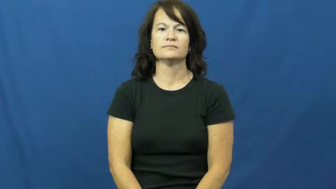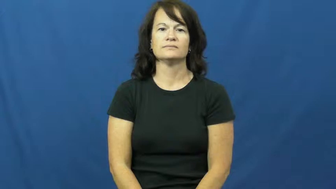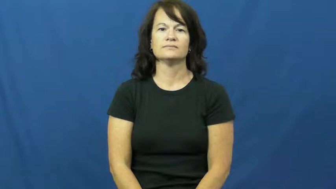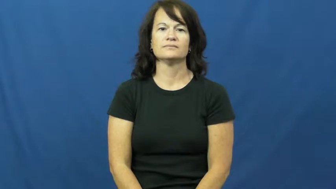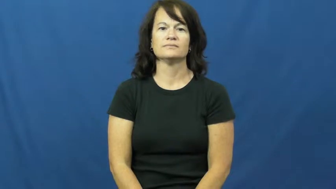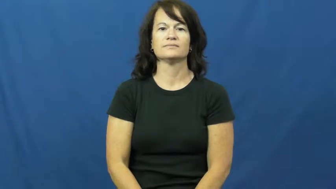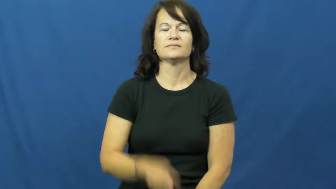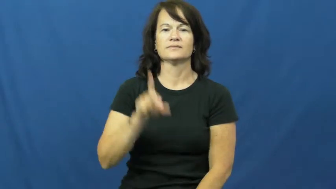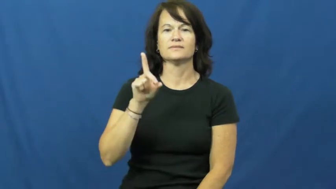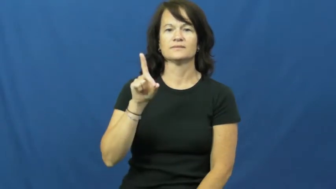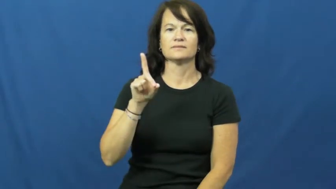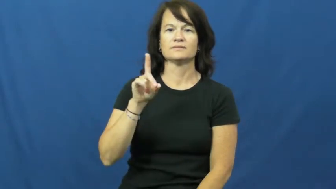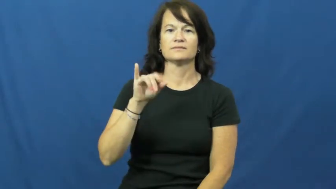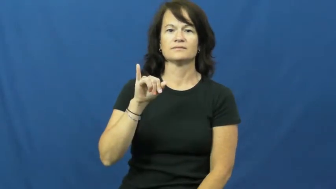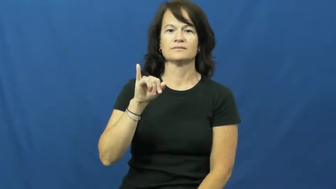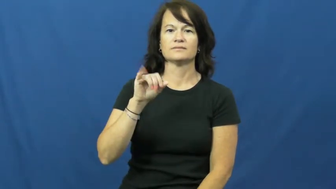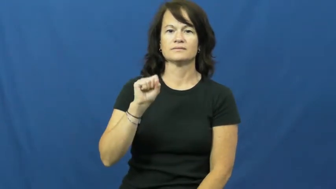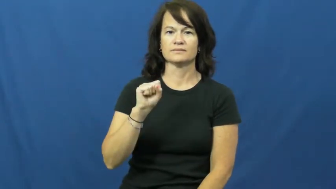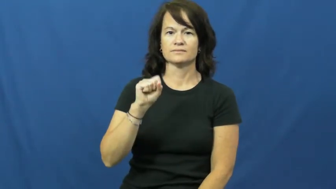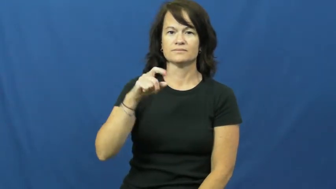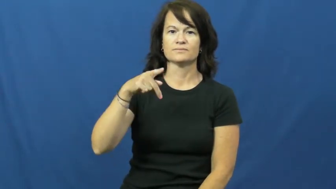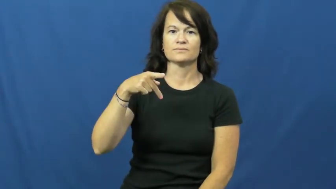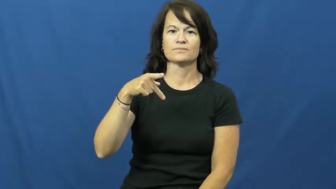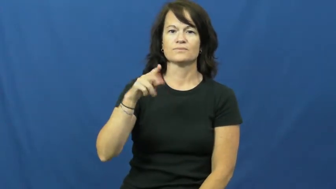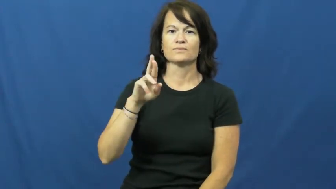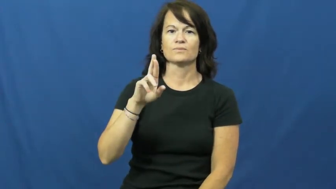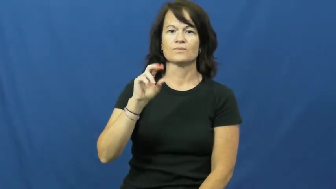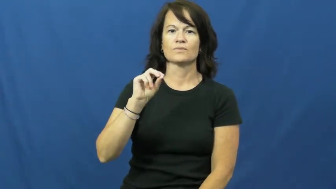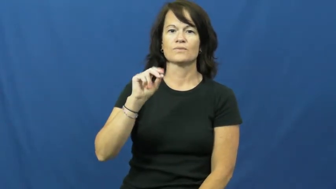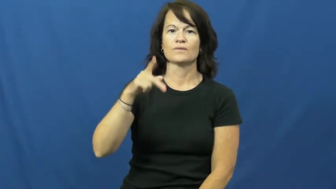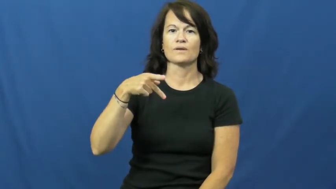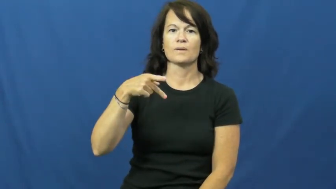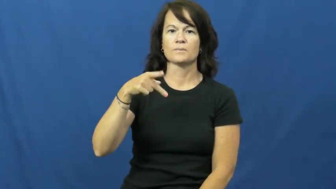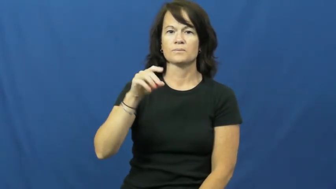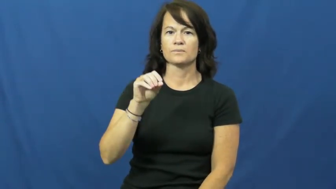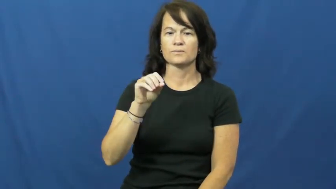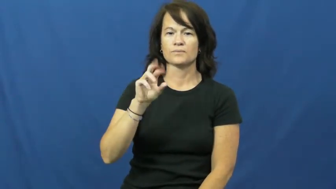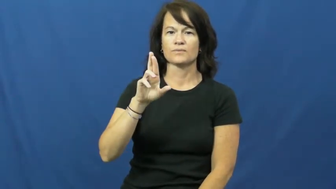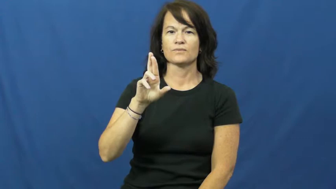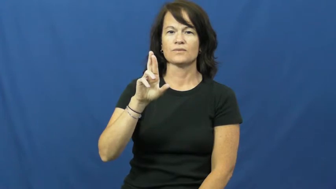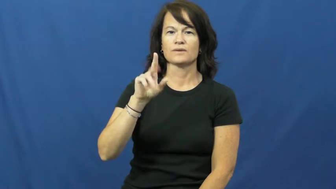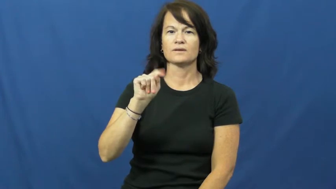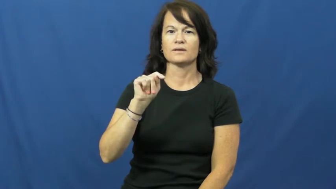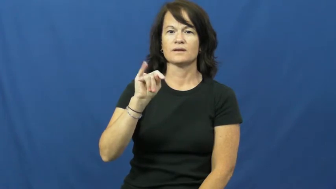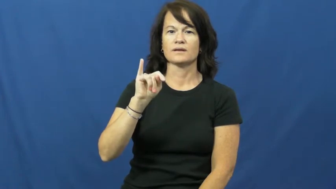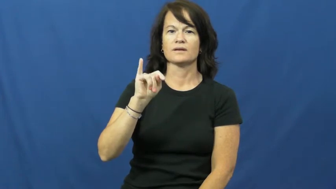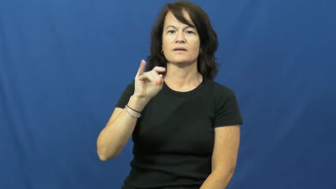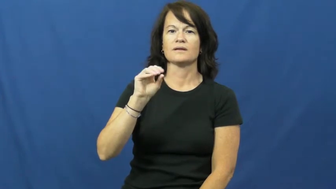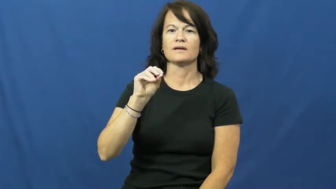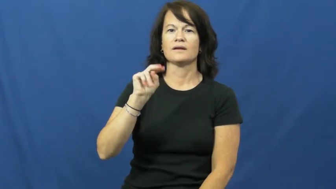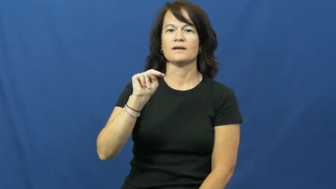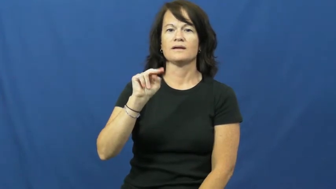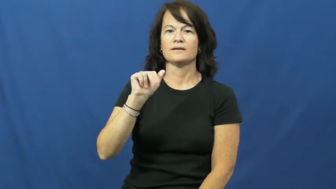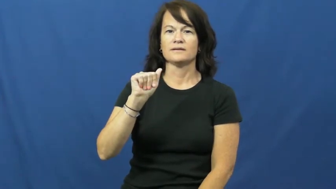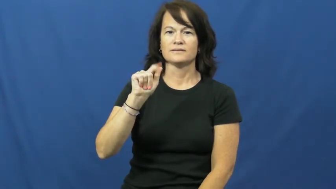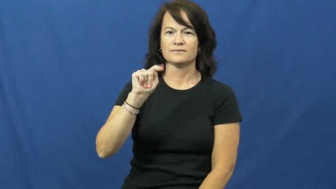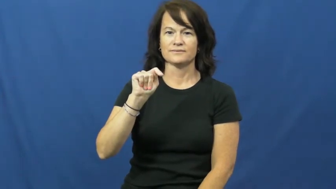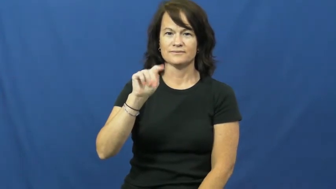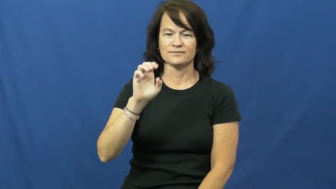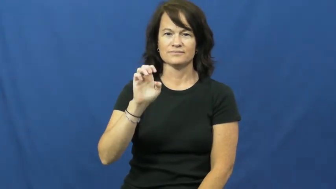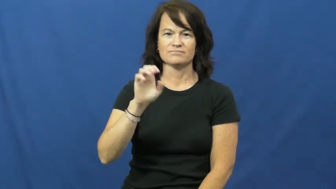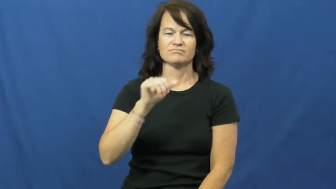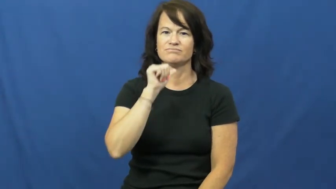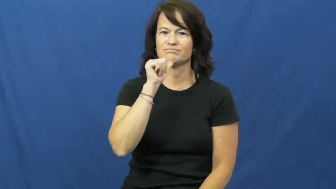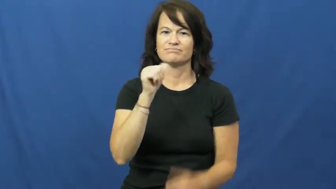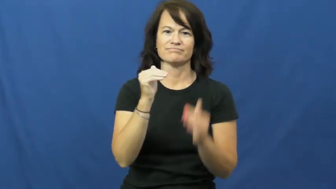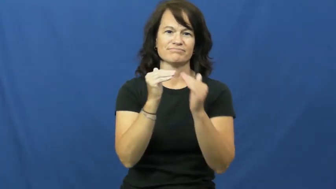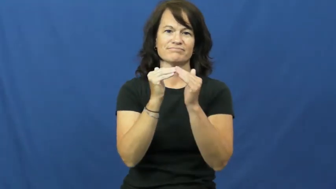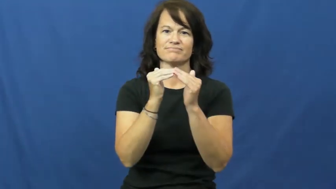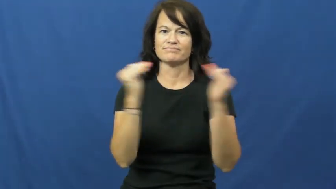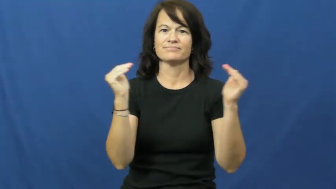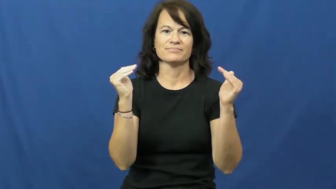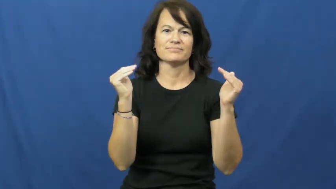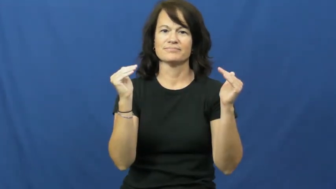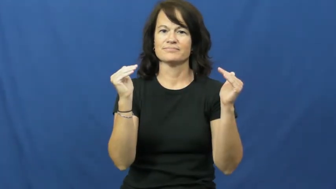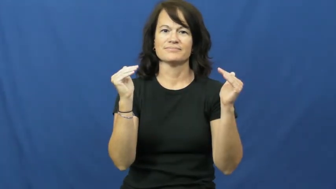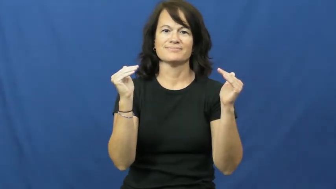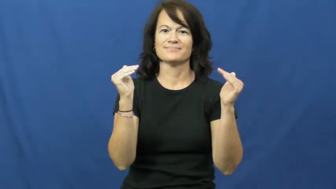disproportinate